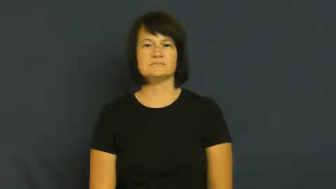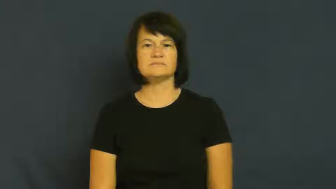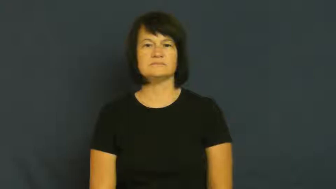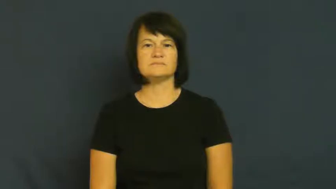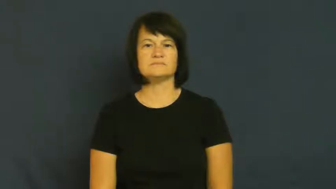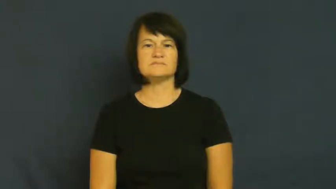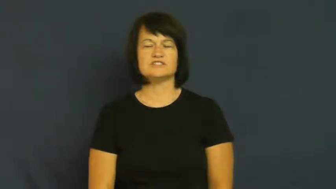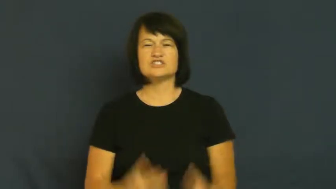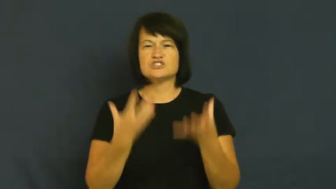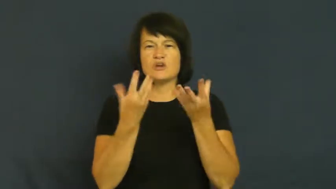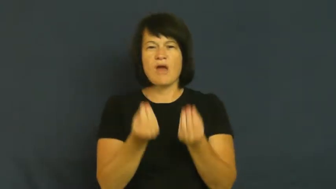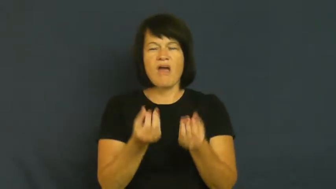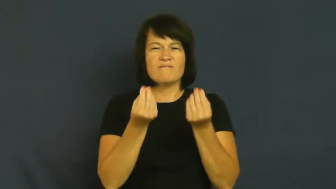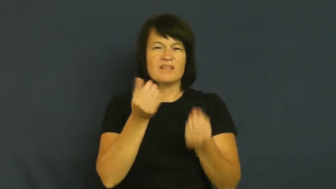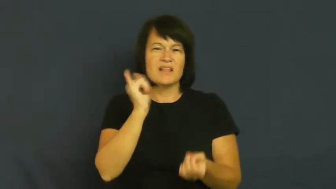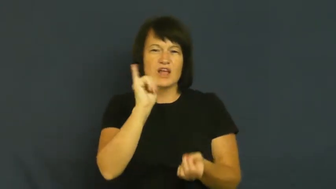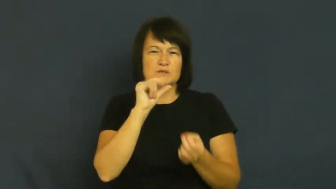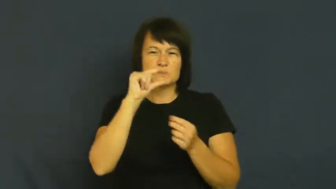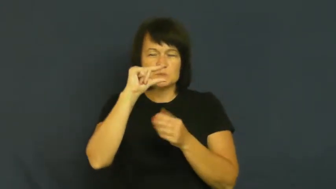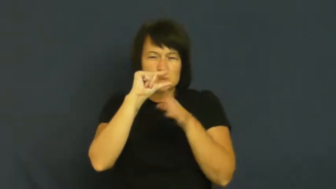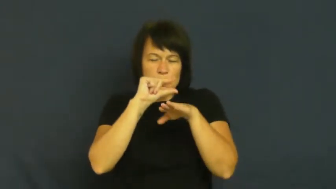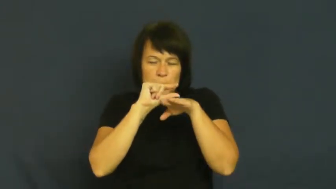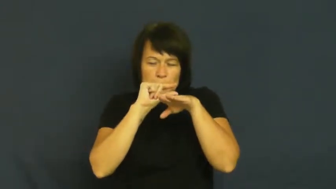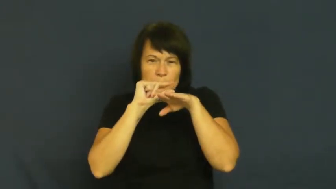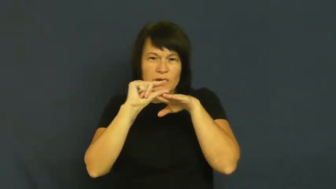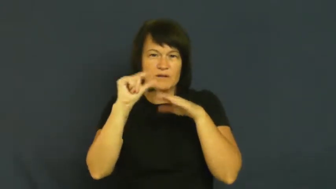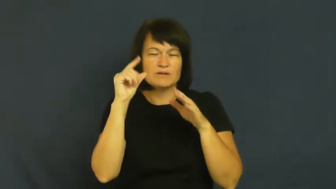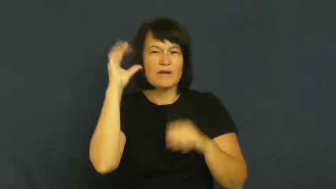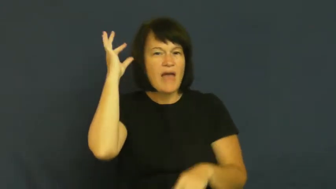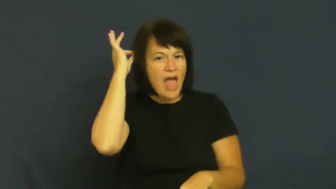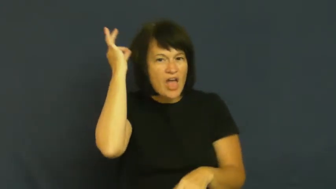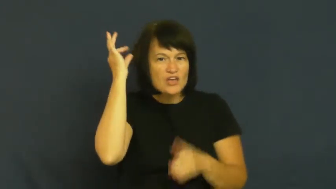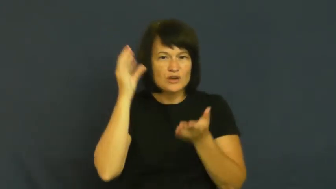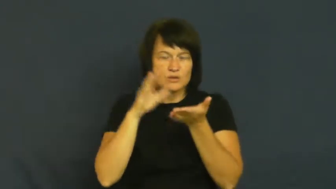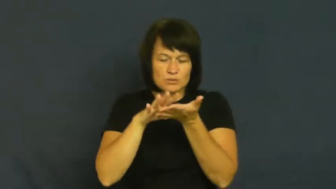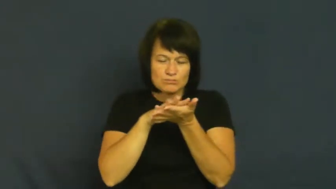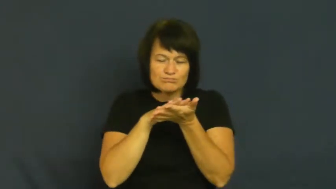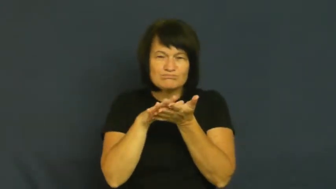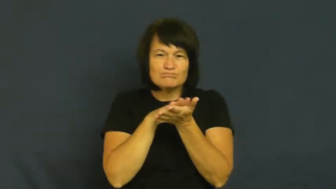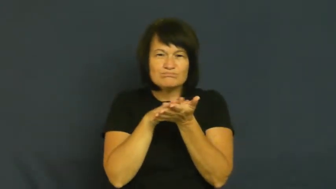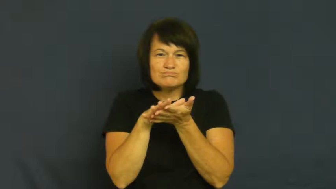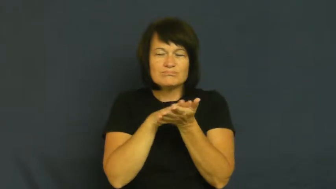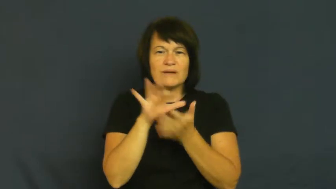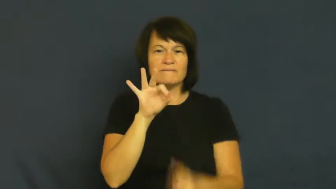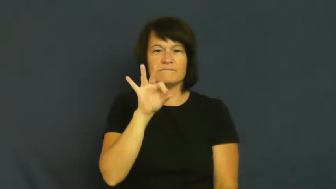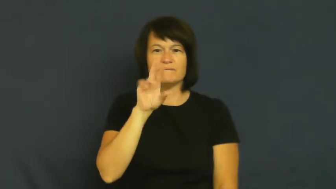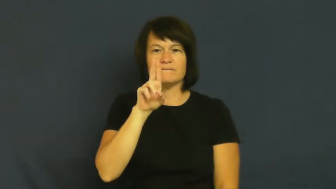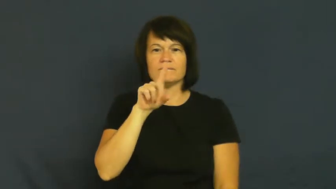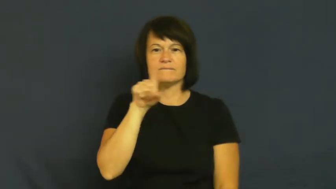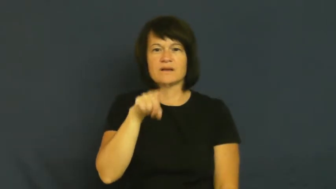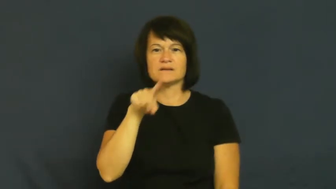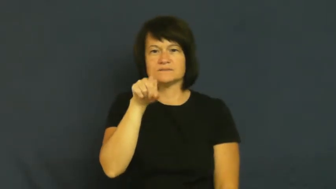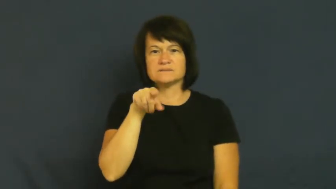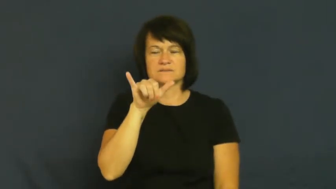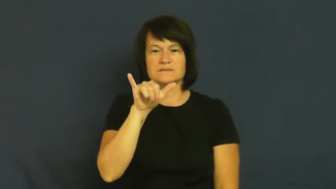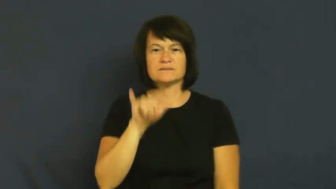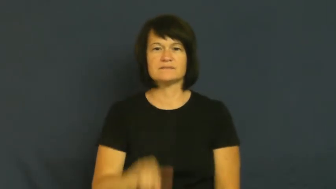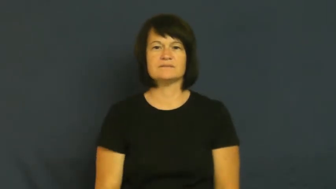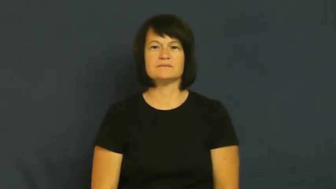fuzzy-cloth